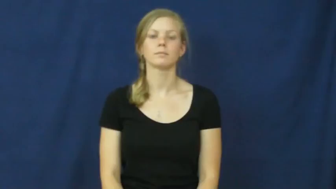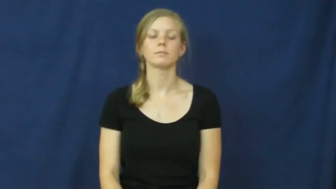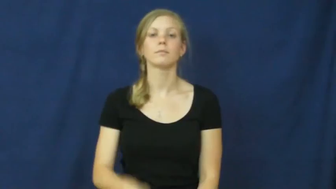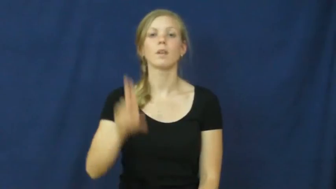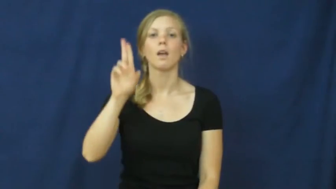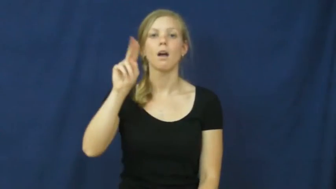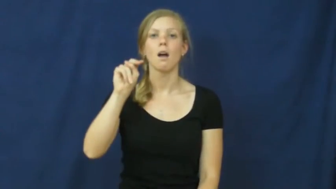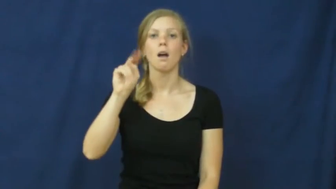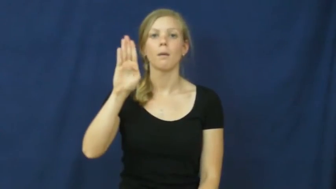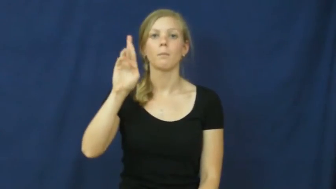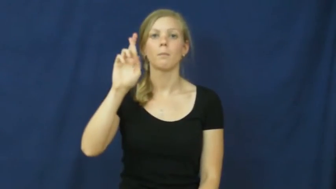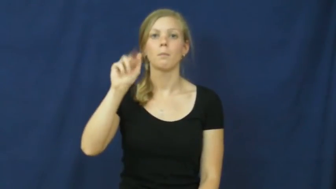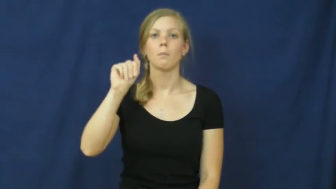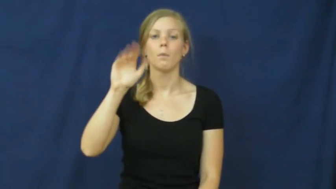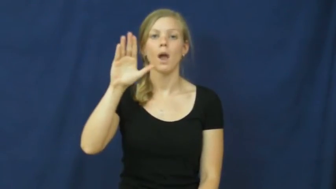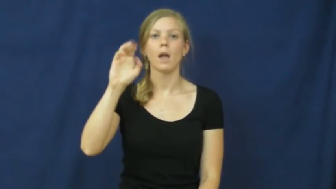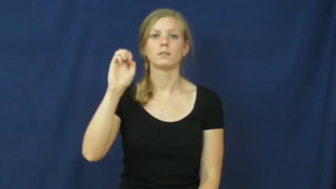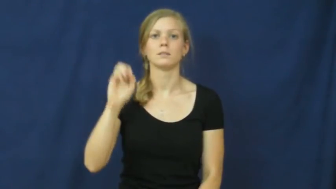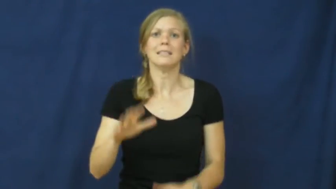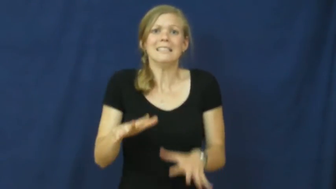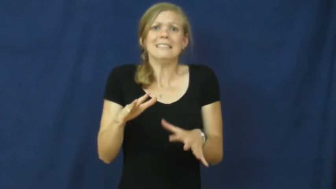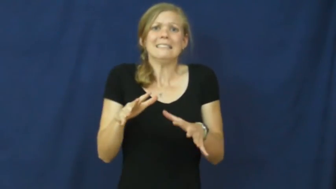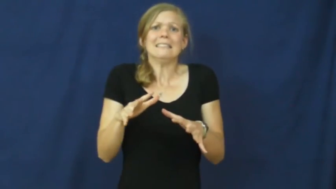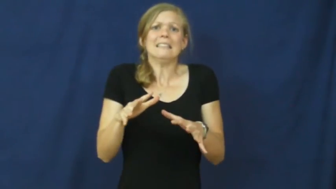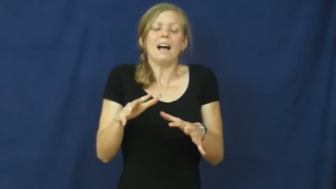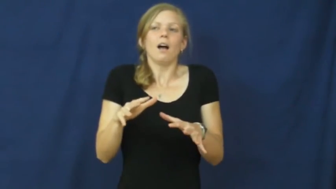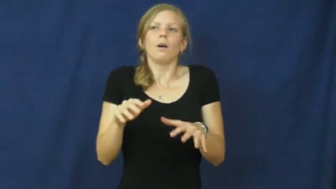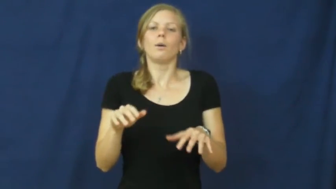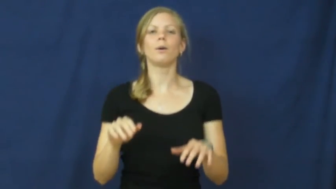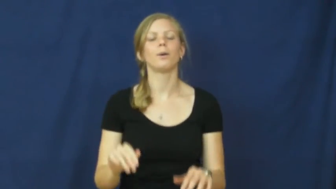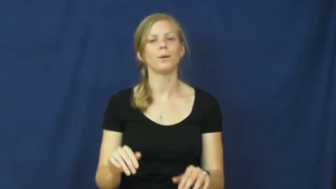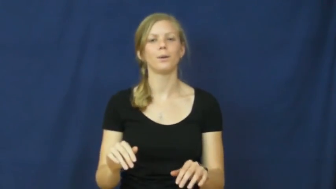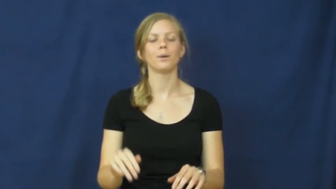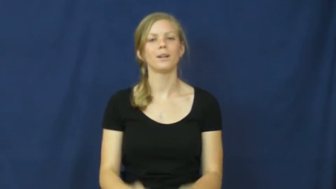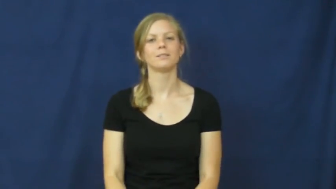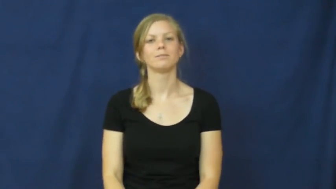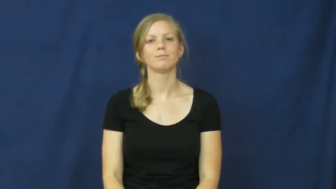unbrace